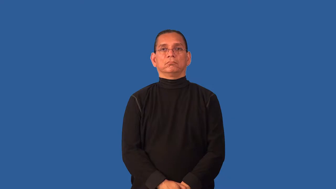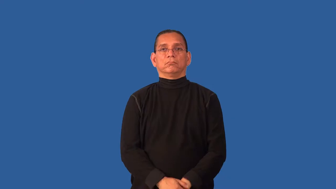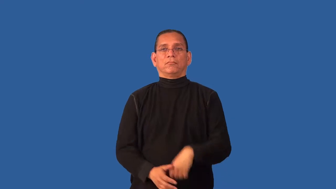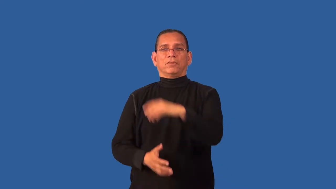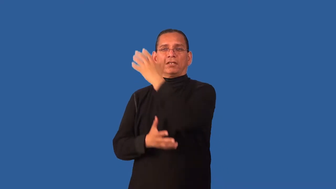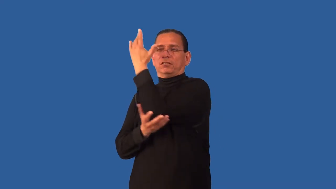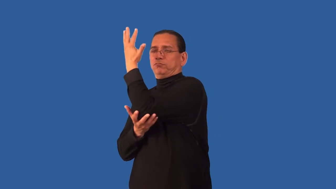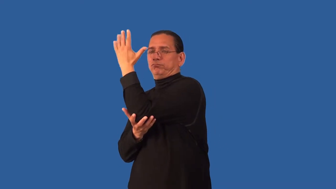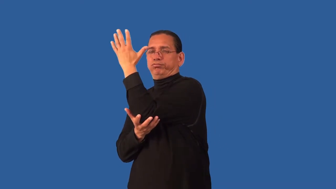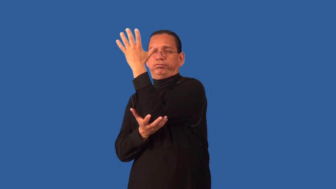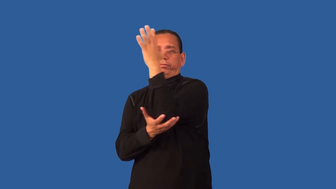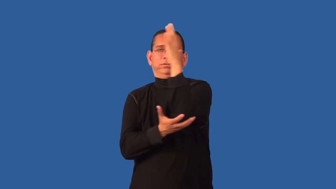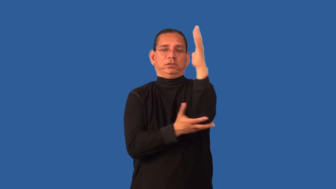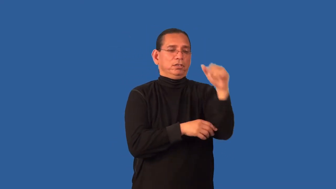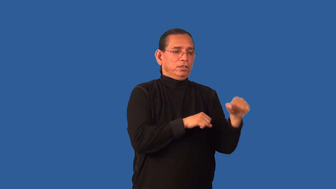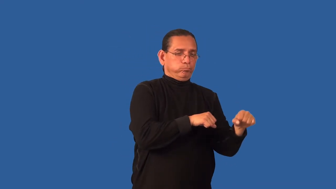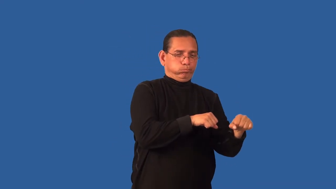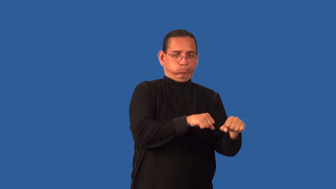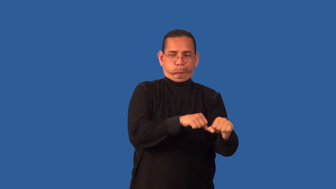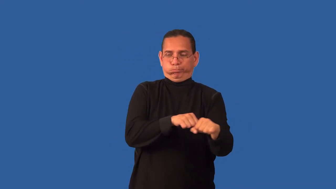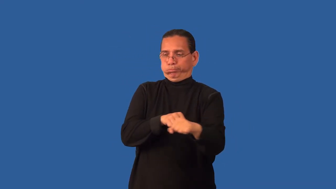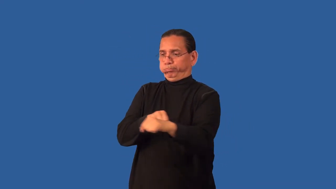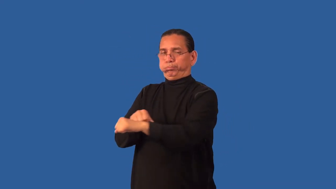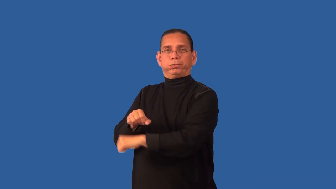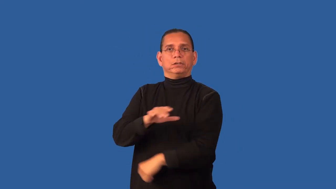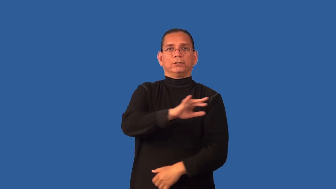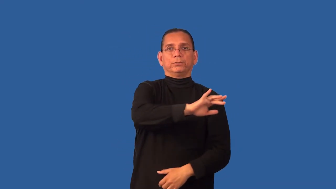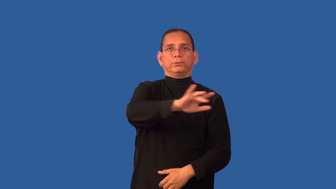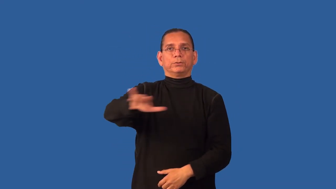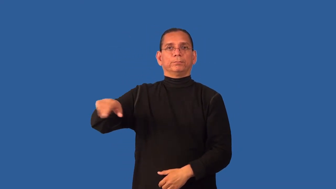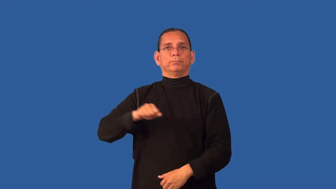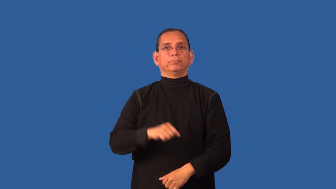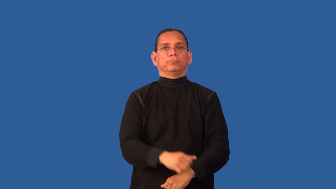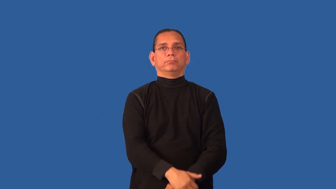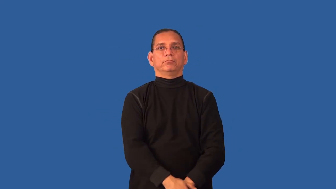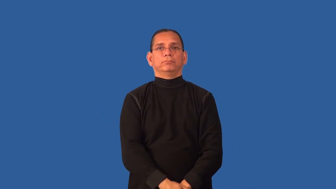deforest